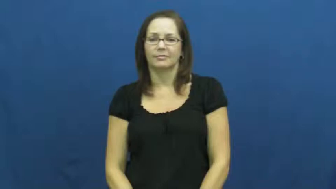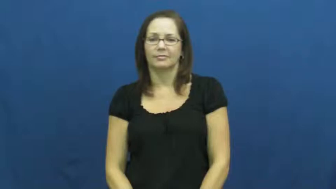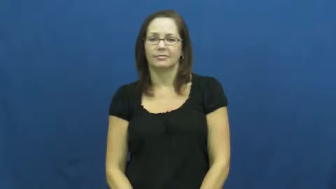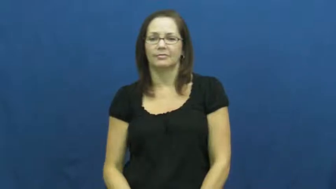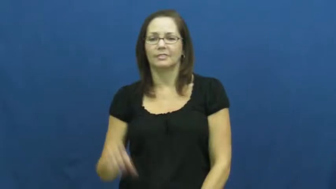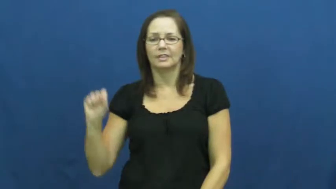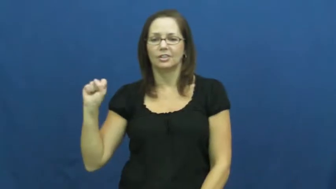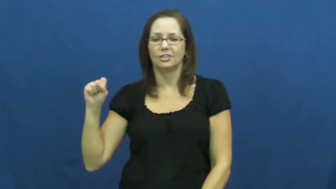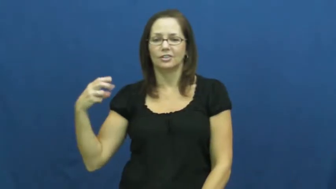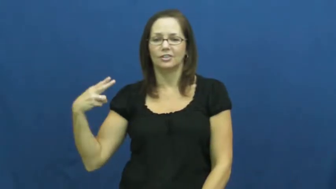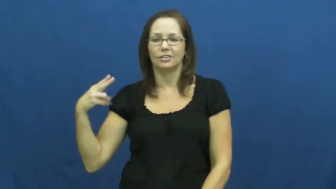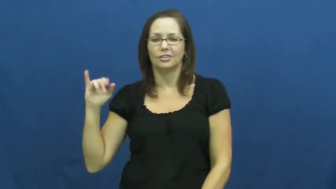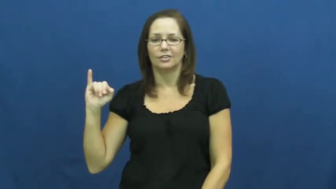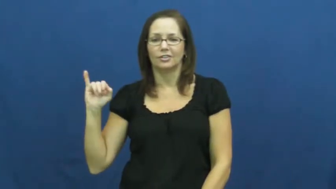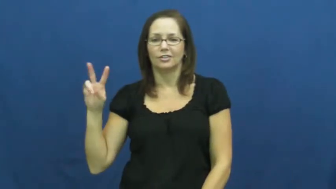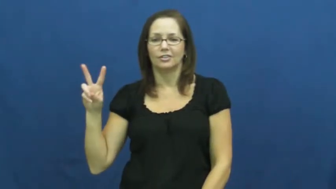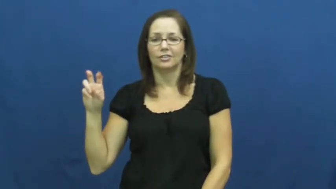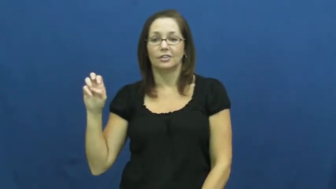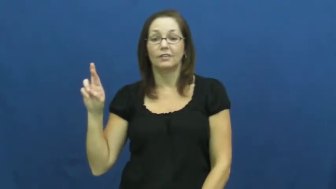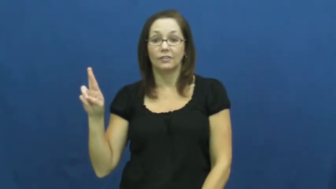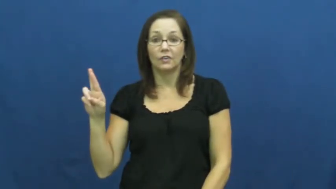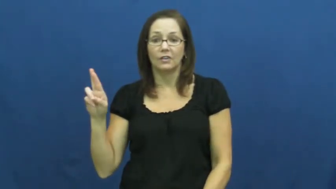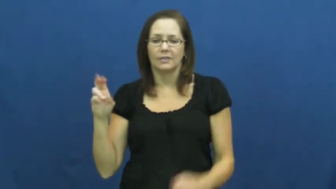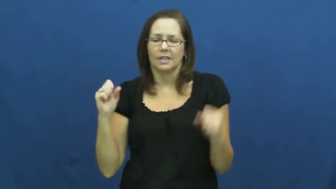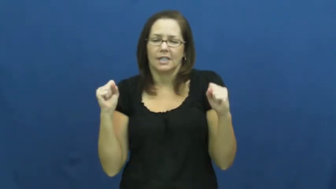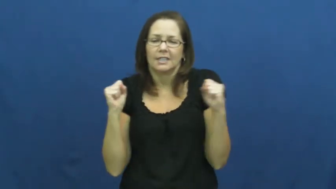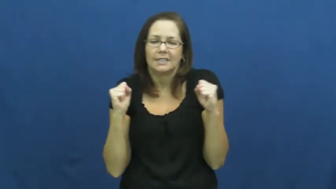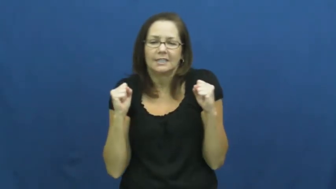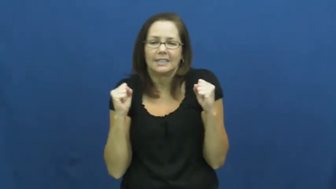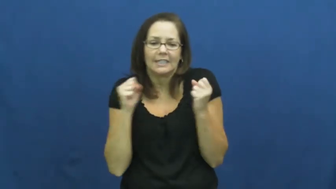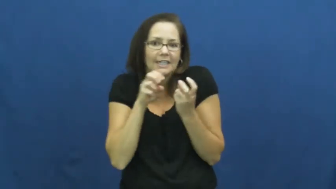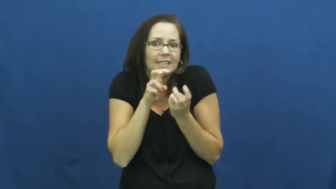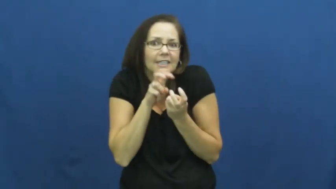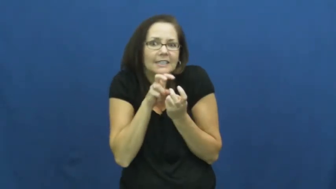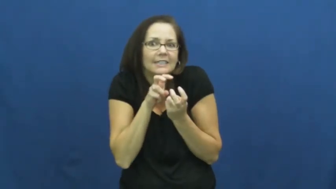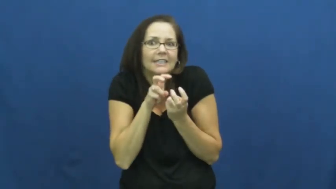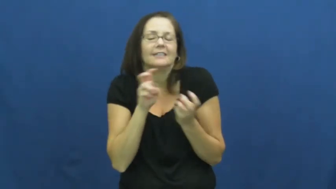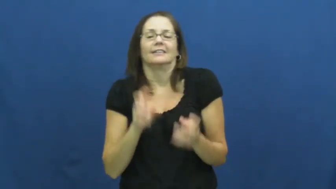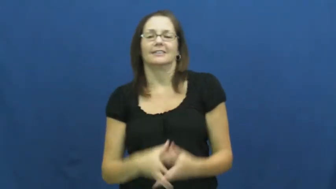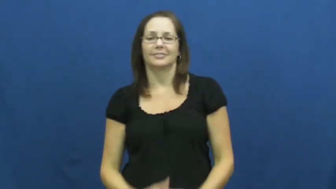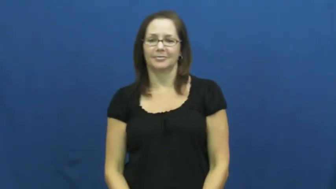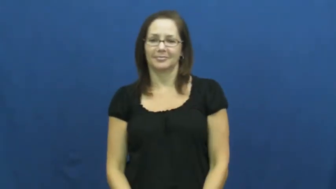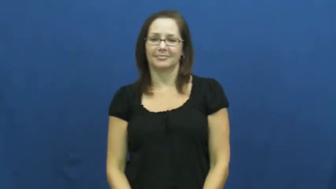shiver